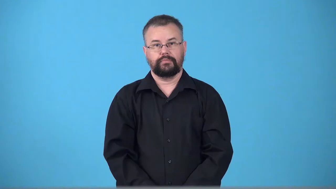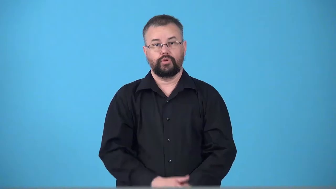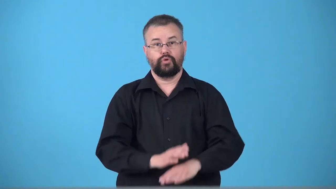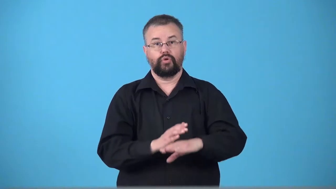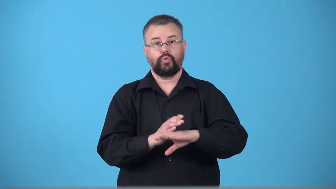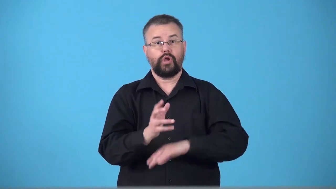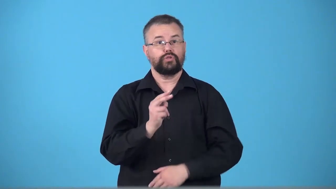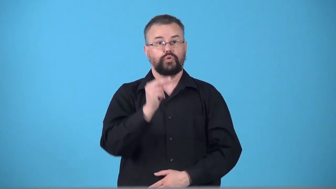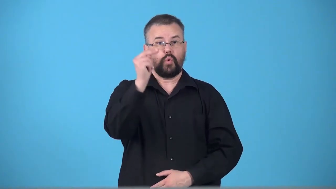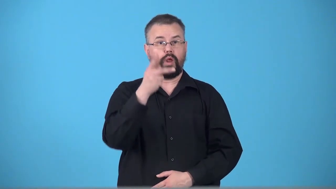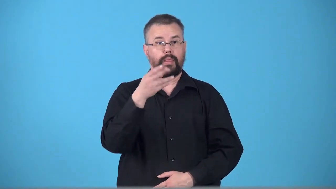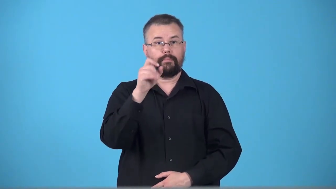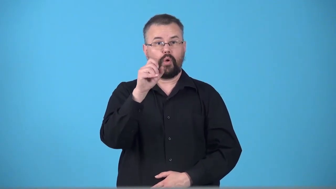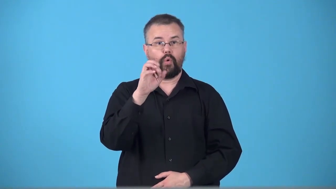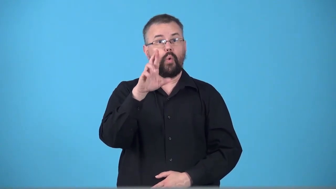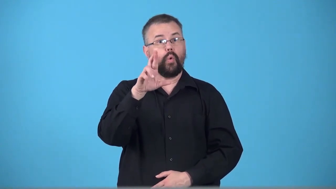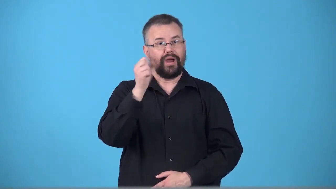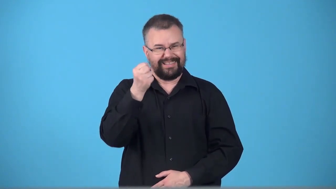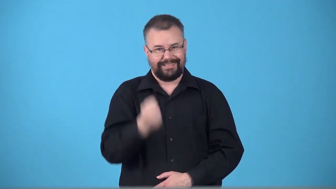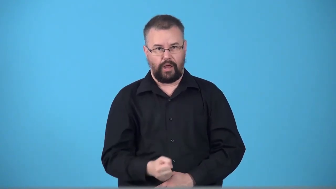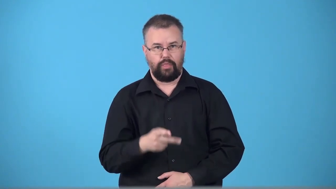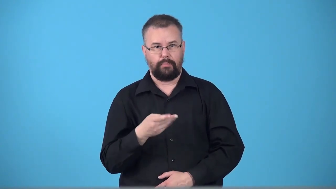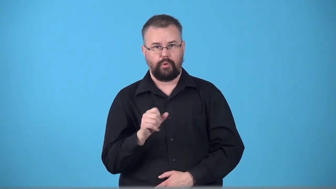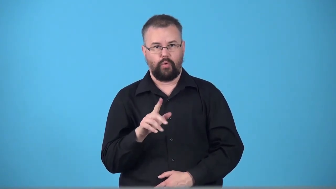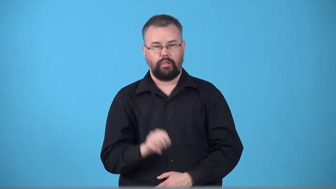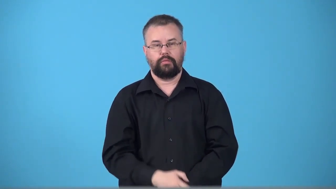transpolar